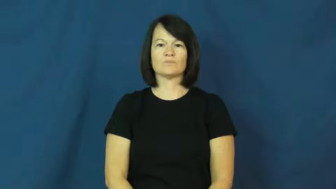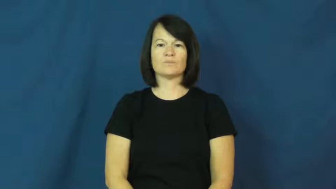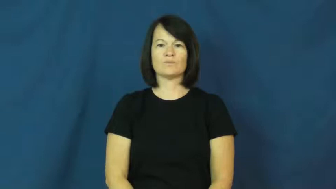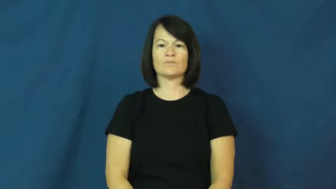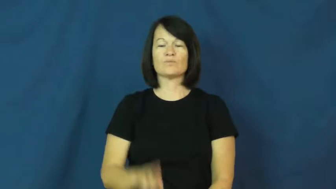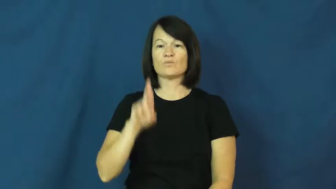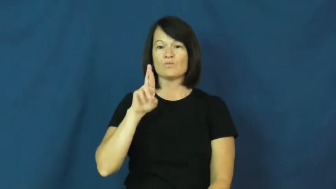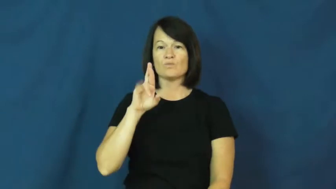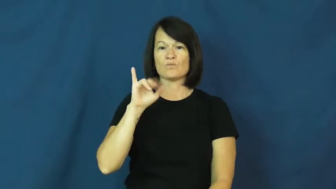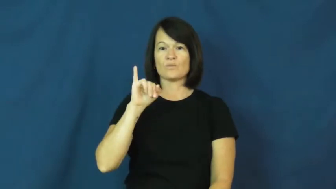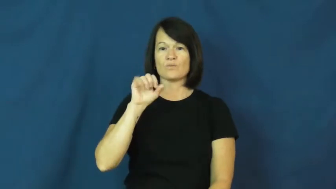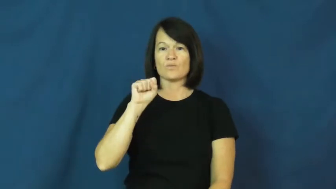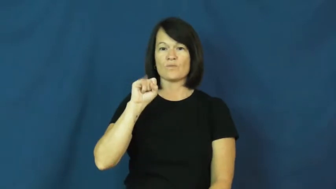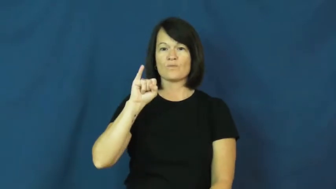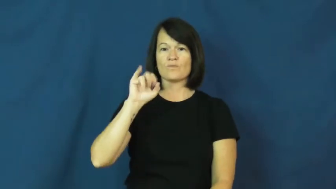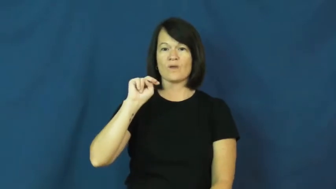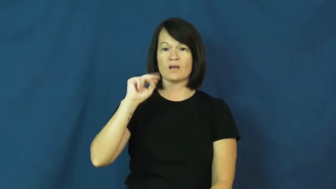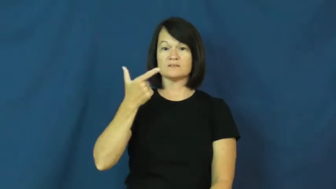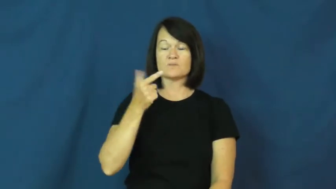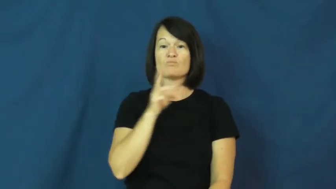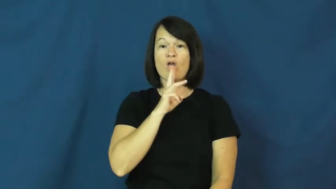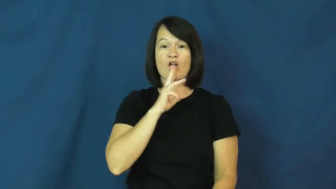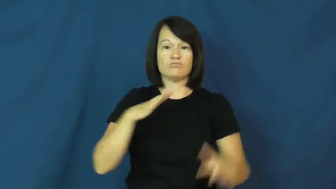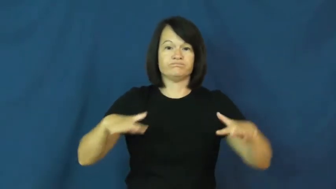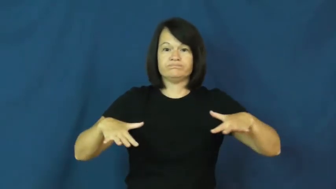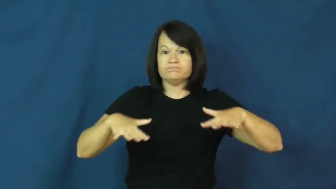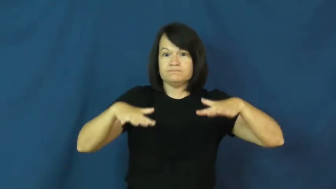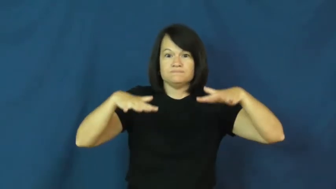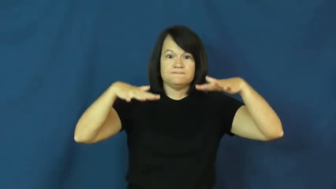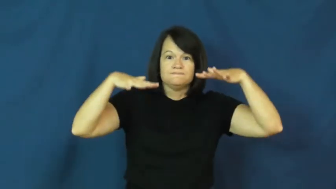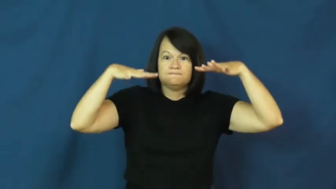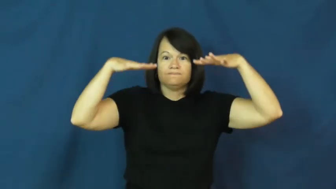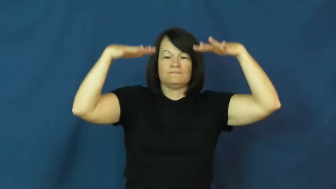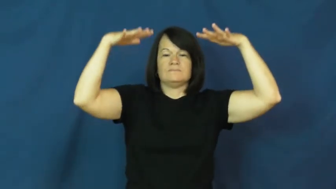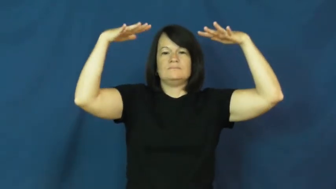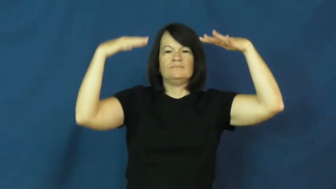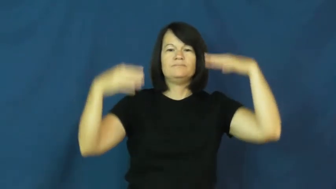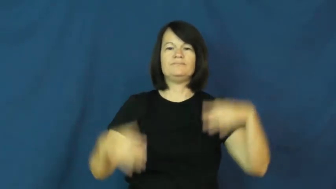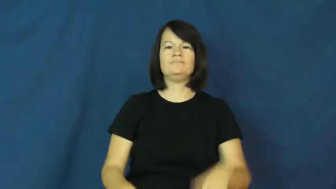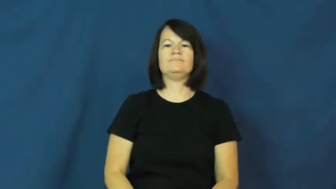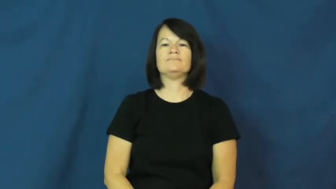rise-water